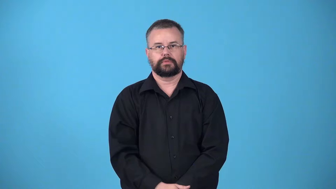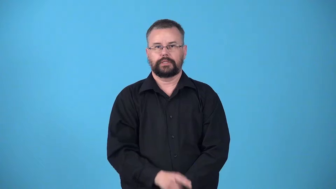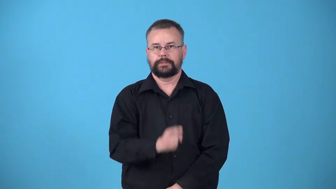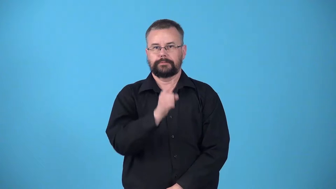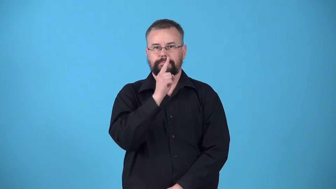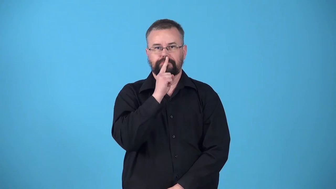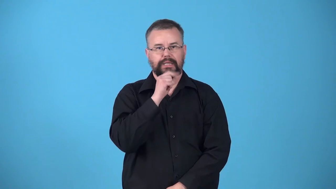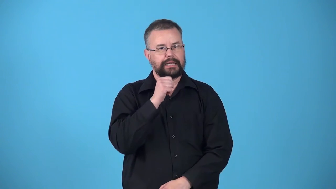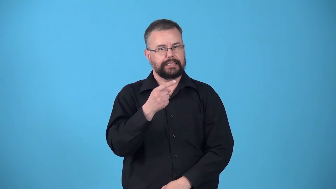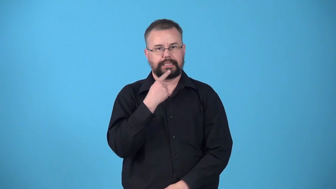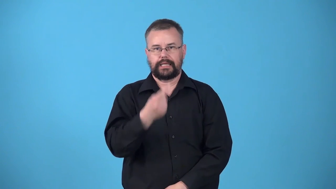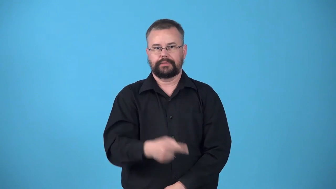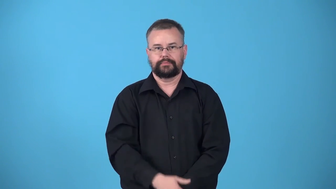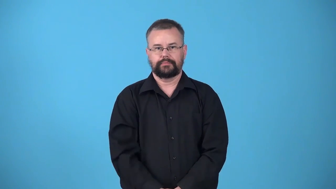unspoken,unsaid,unmentioned,unremarked,unstated